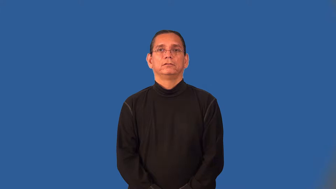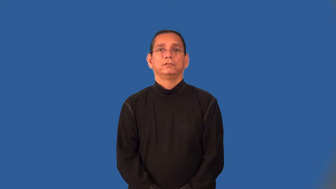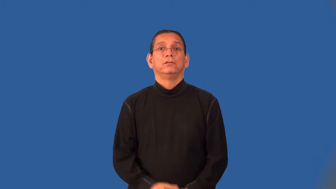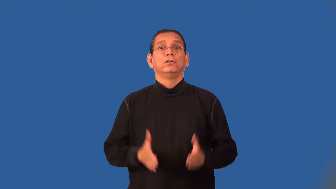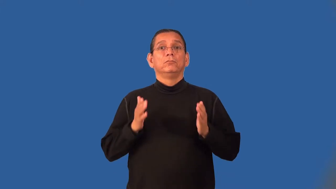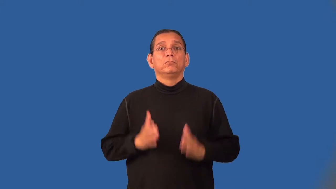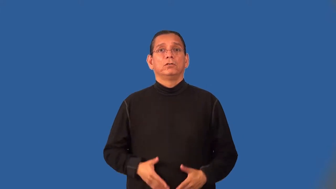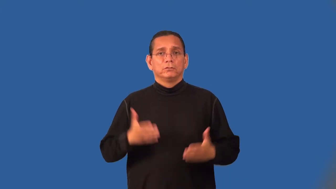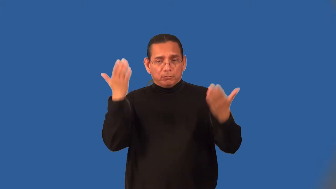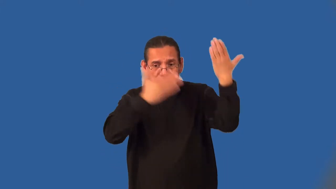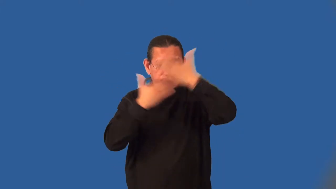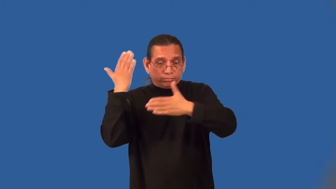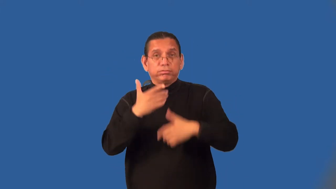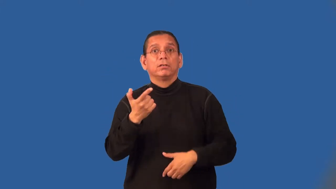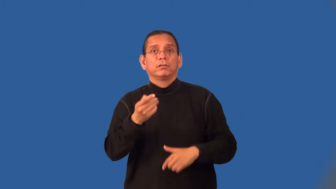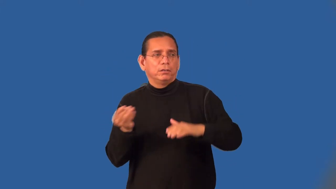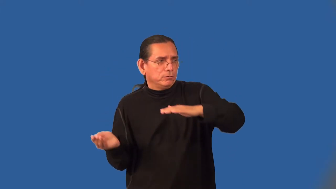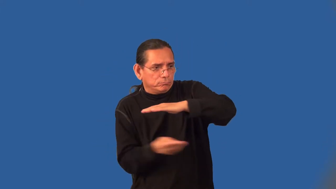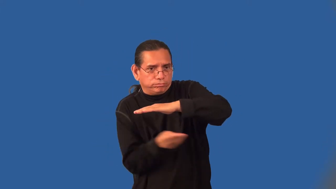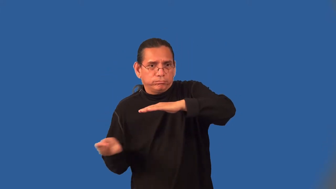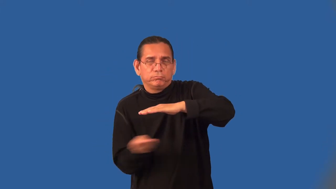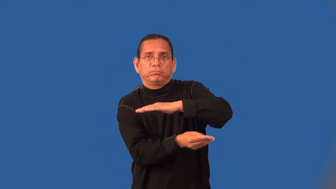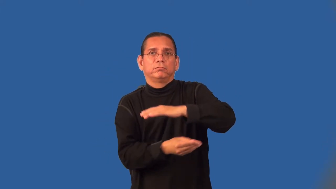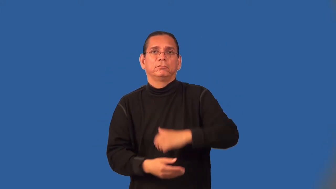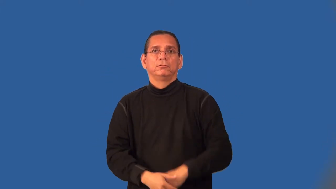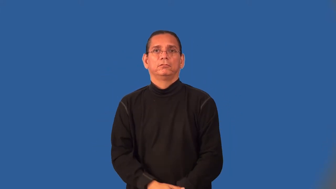gunrunner